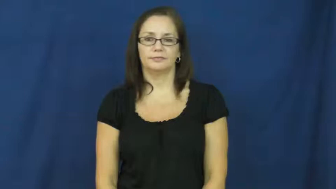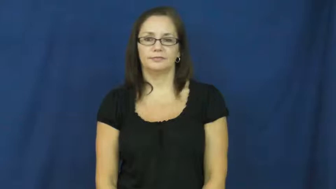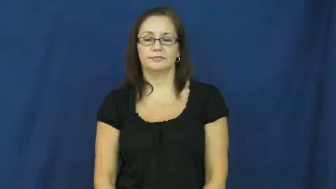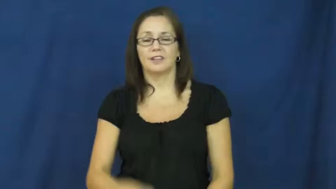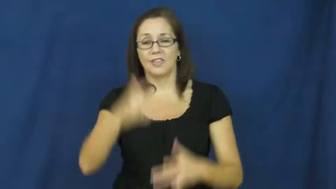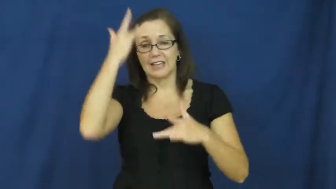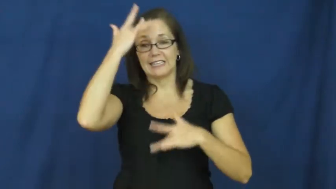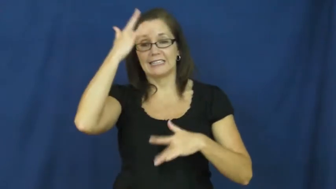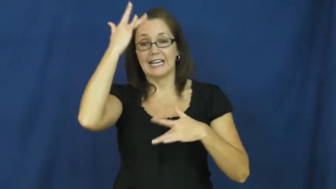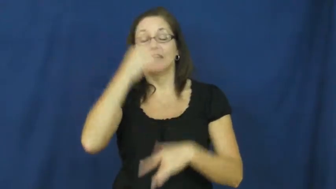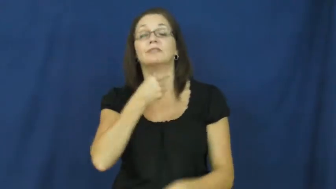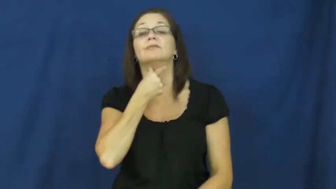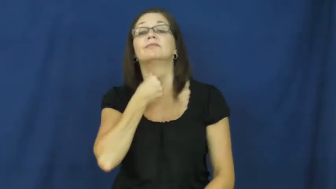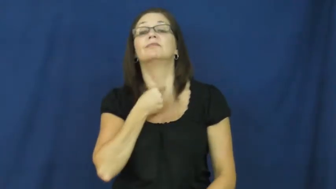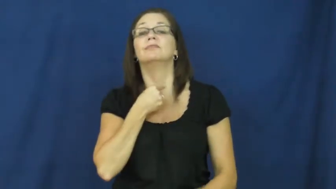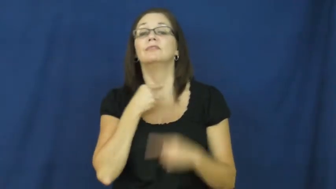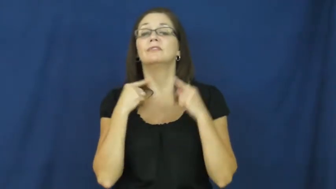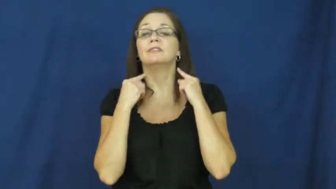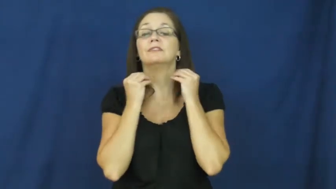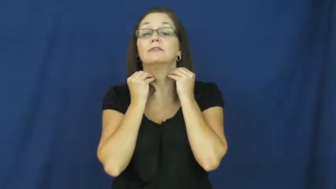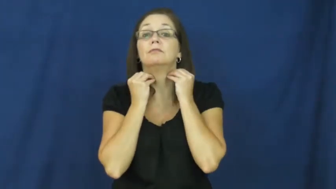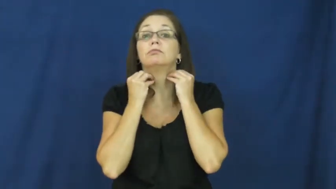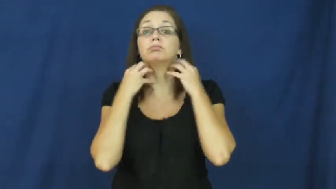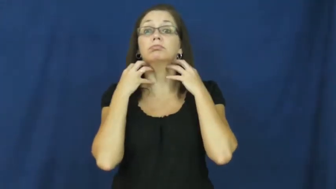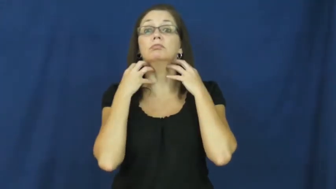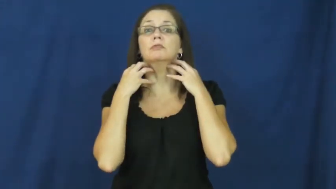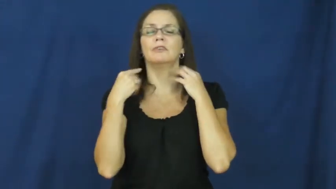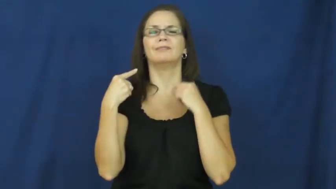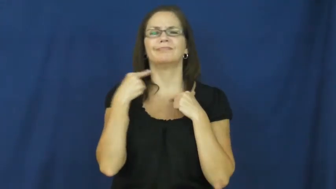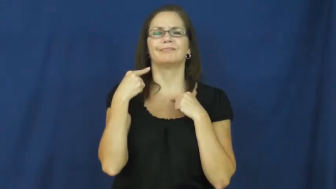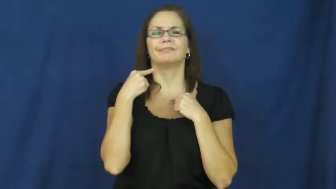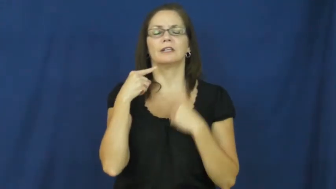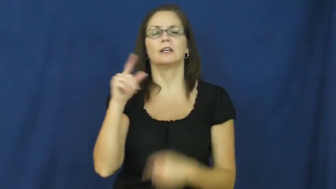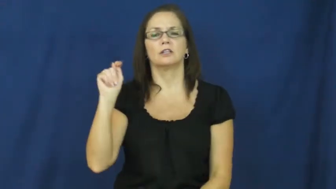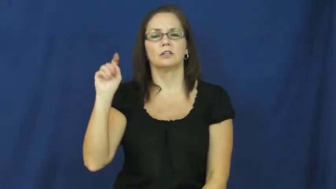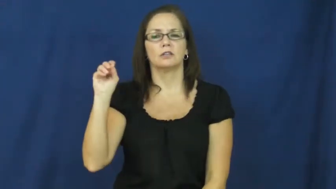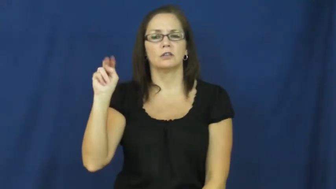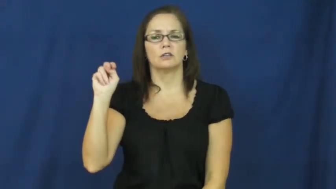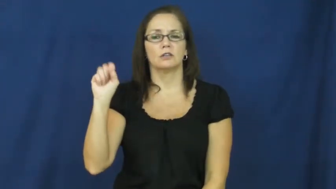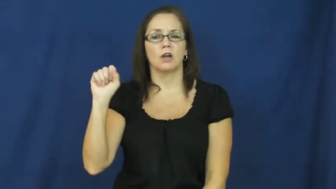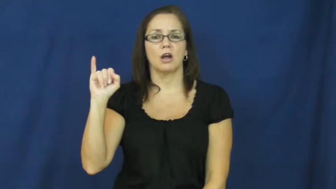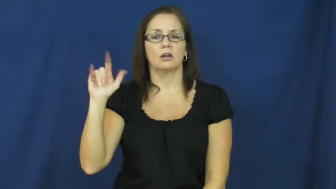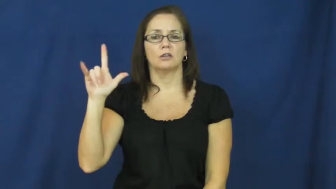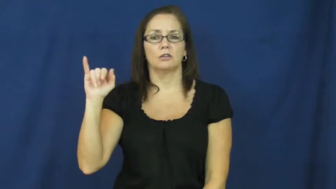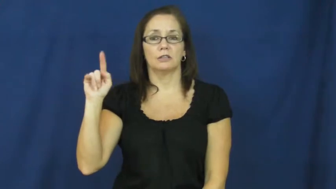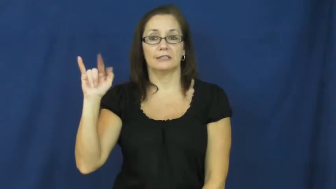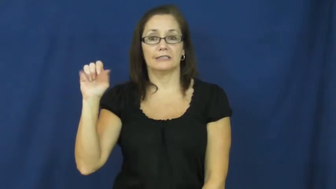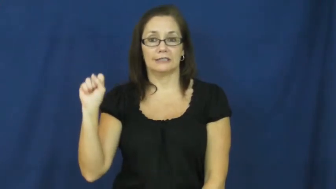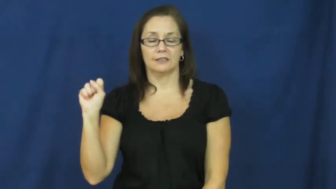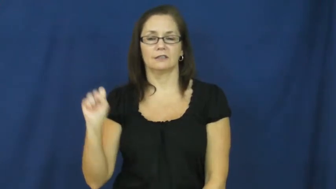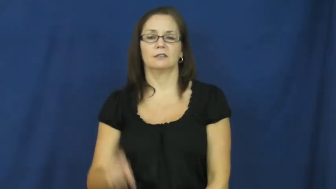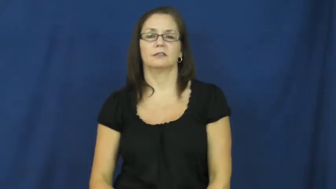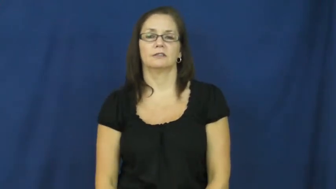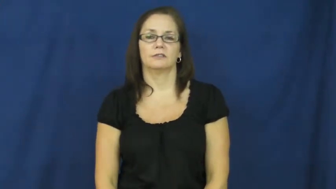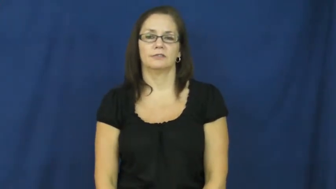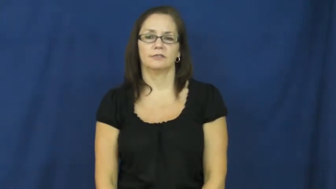tonsillitis